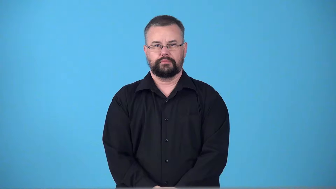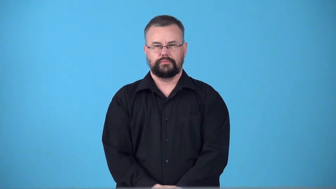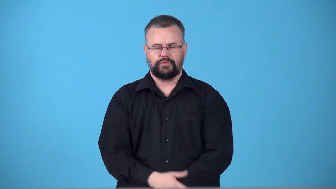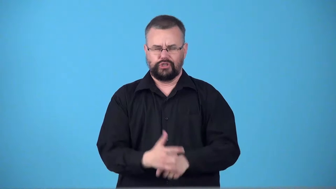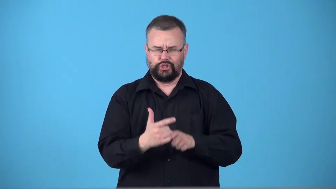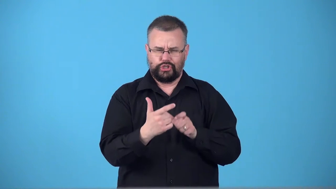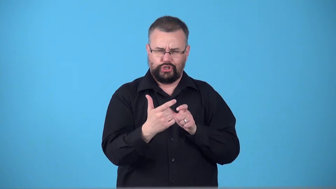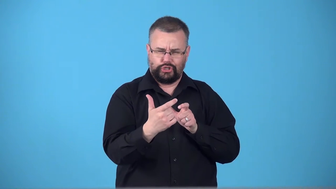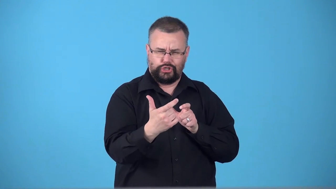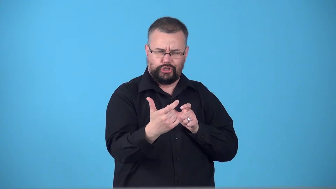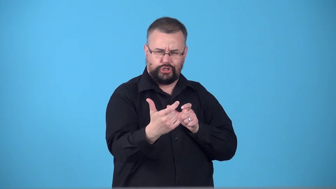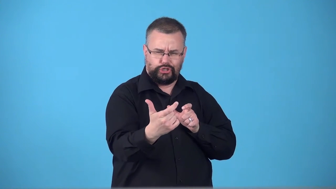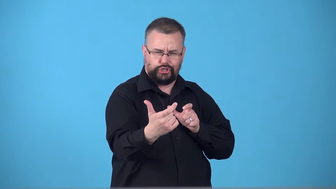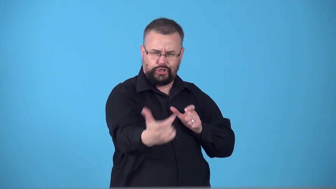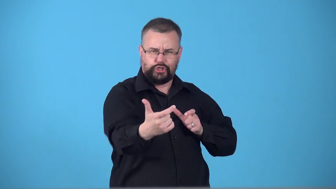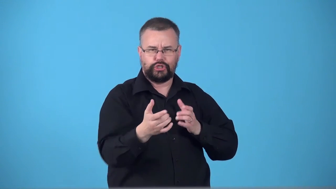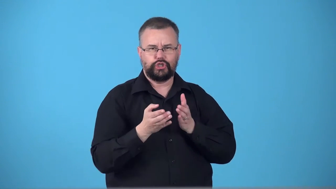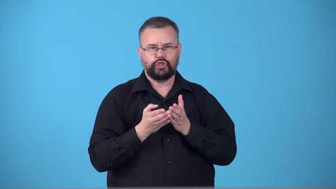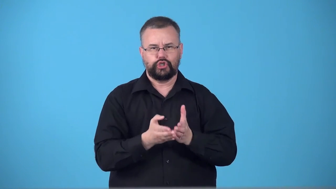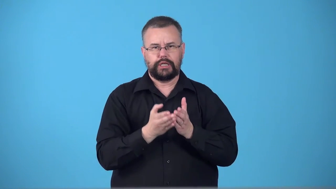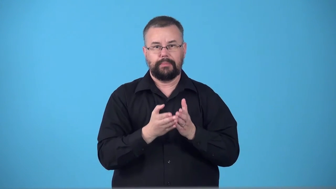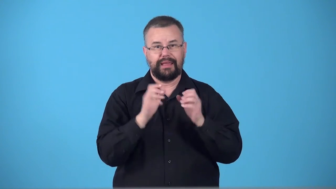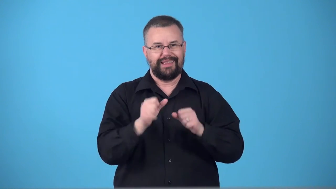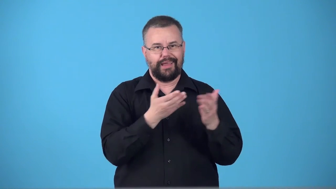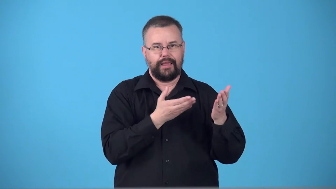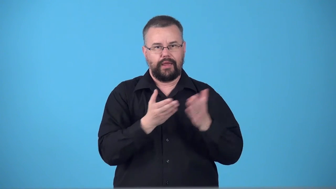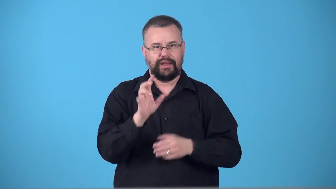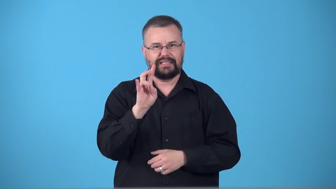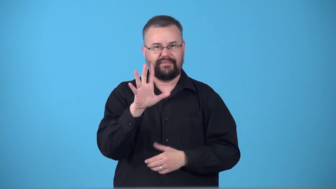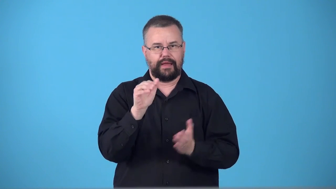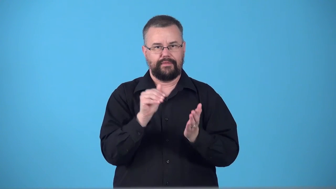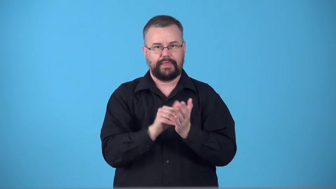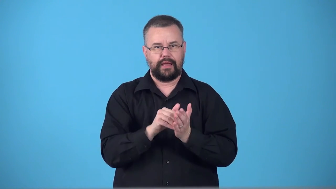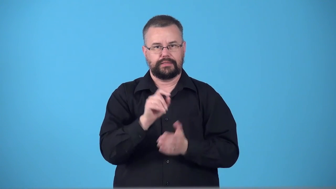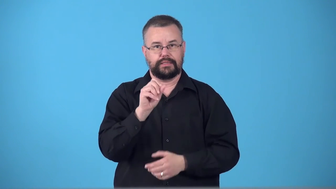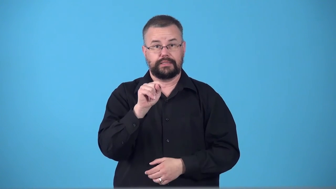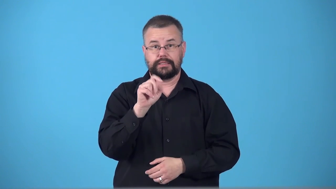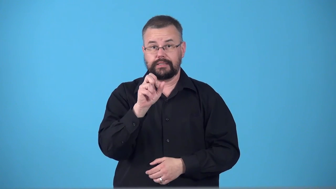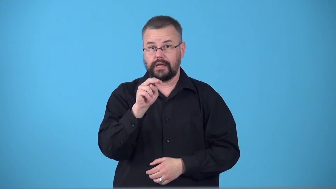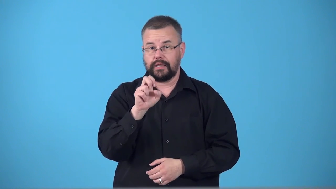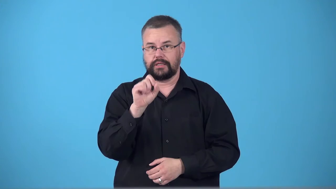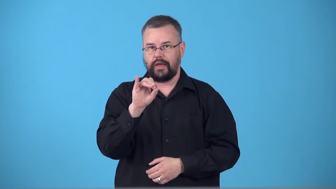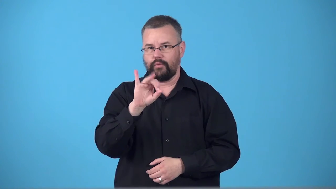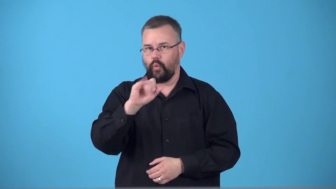supertanker